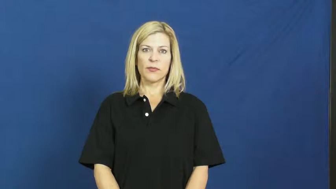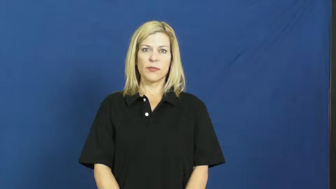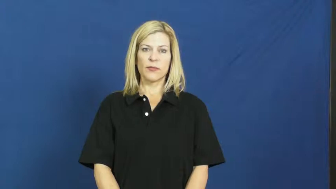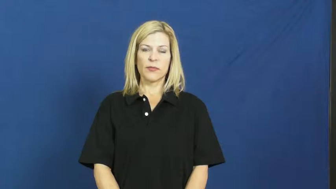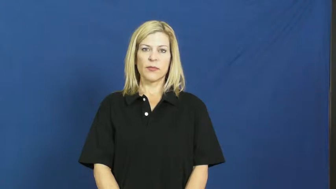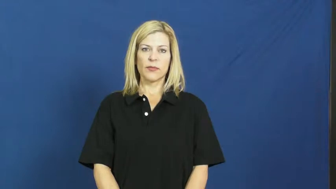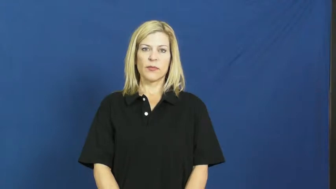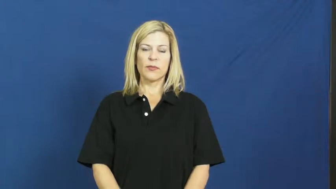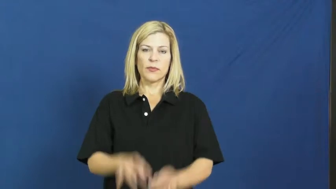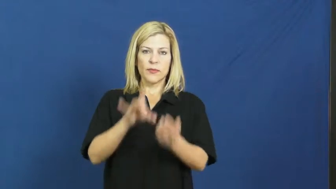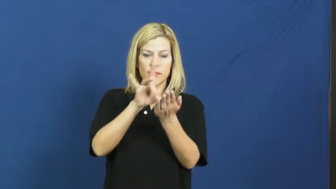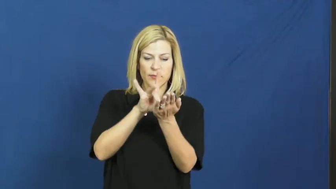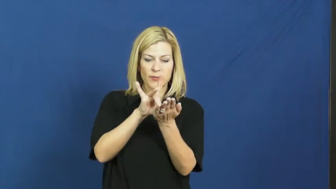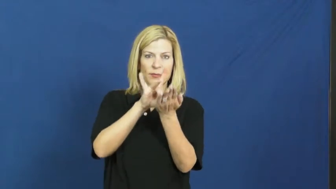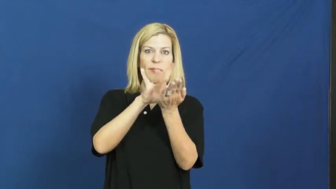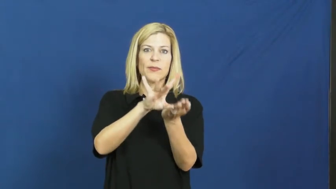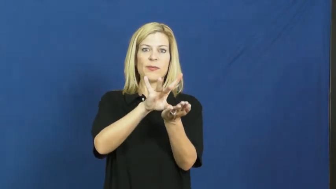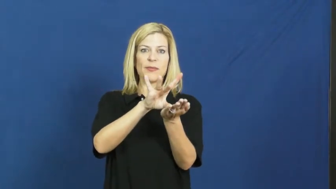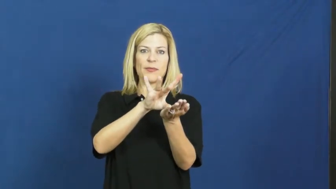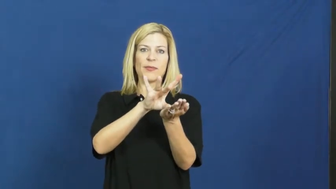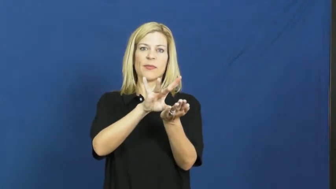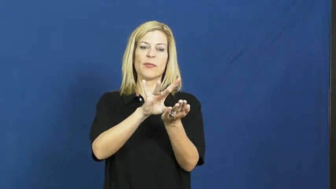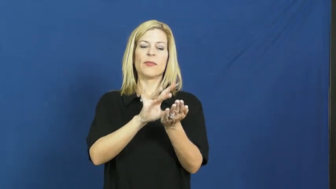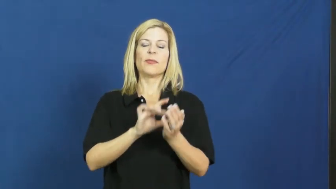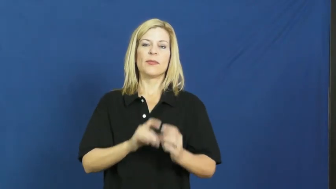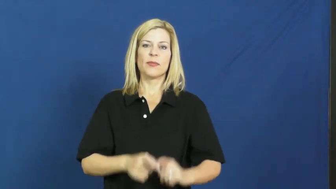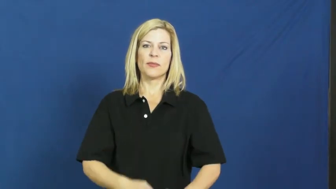kick off,kickoff,placekick,boot